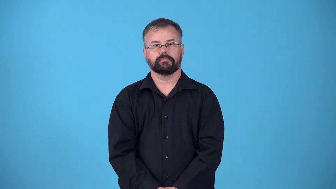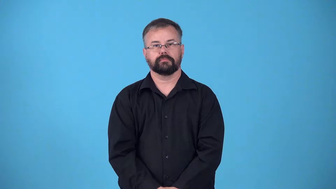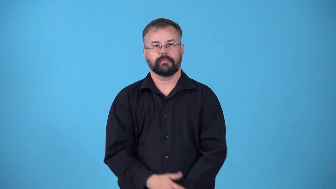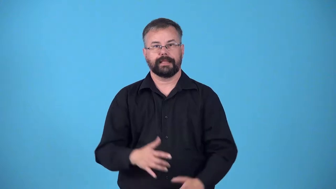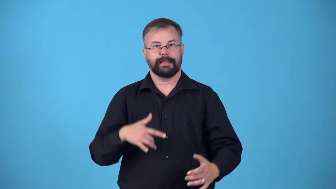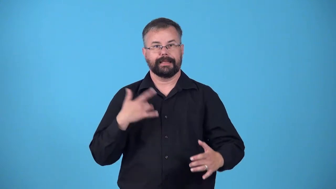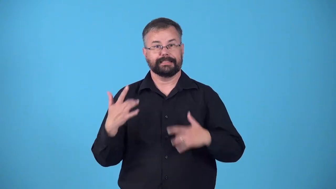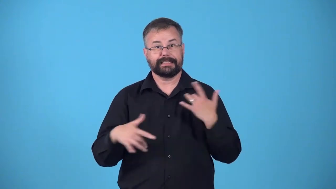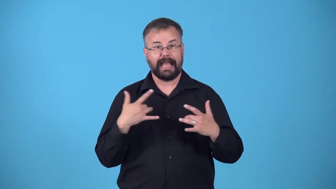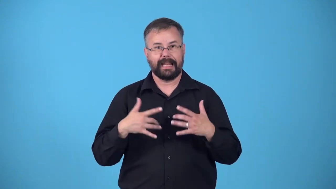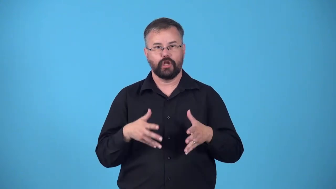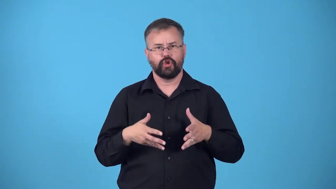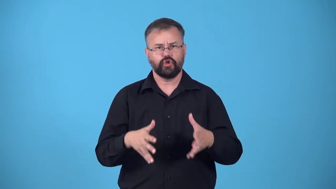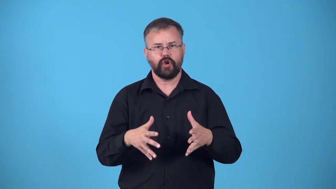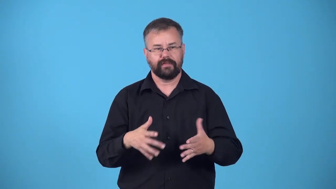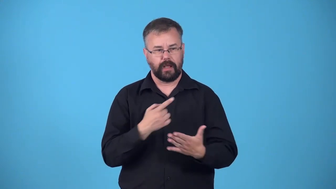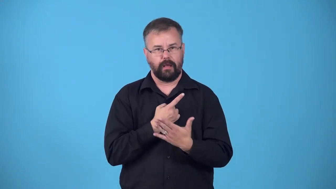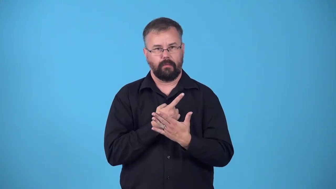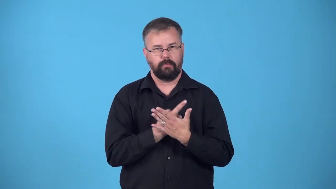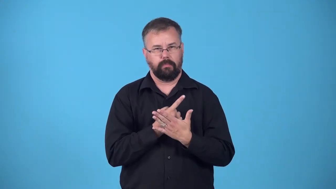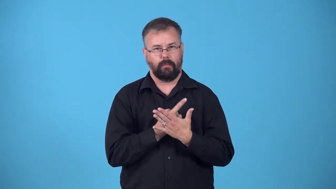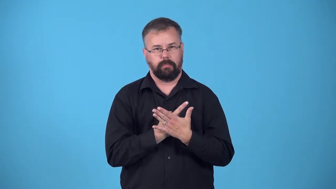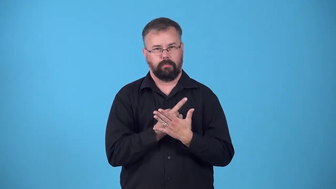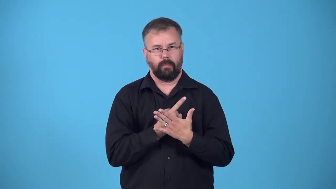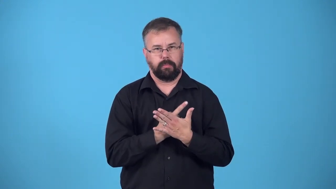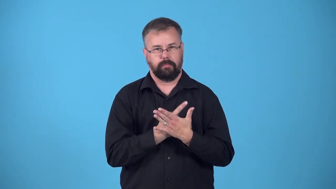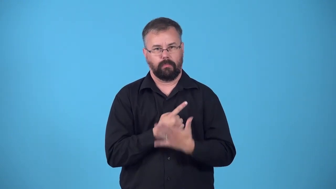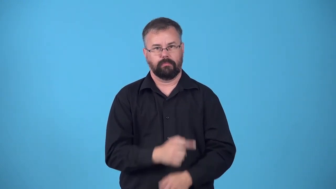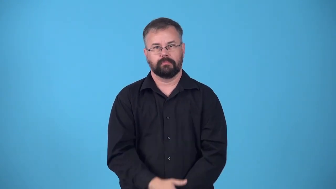flutter-heart